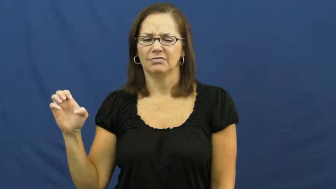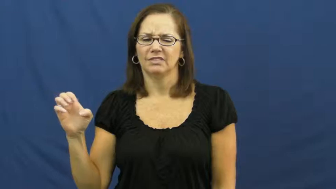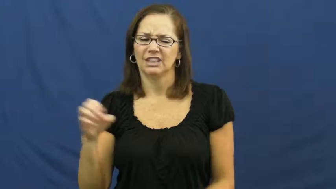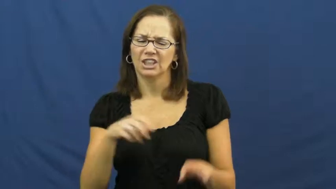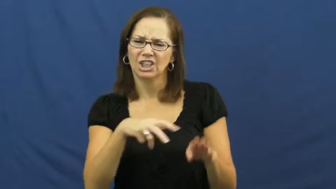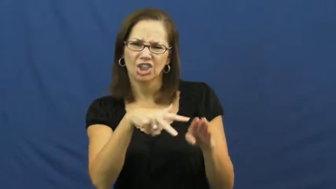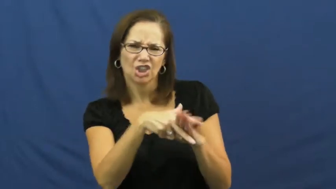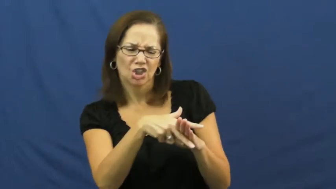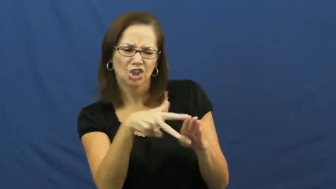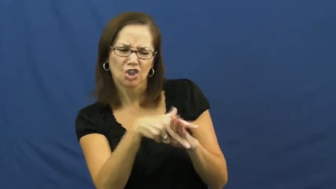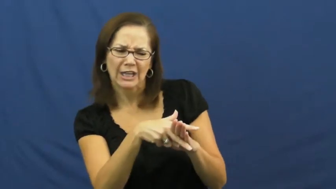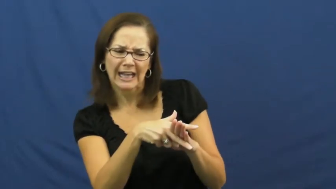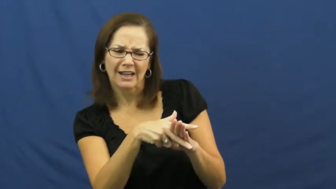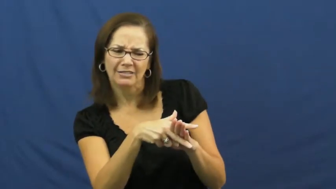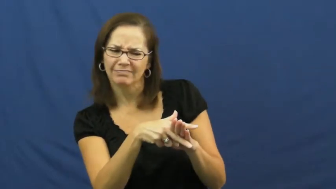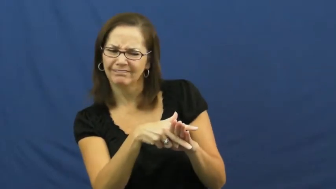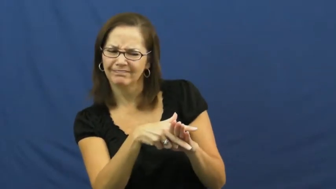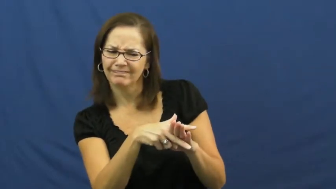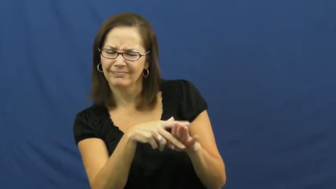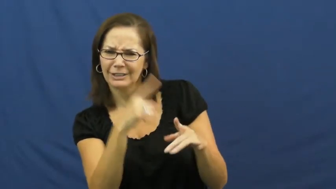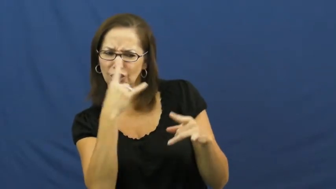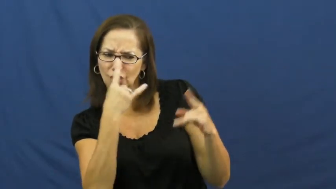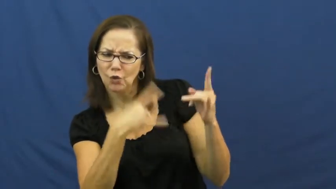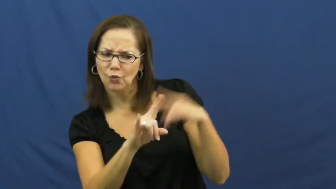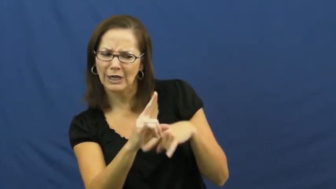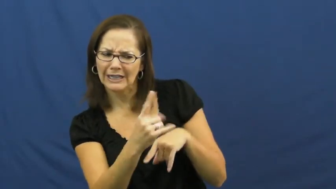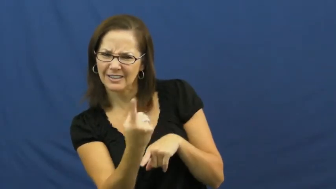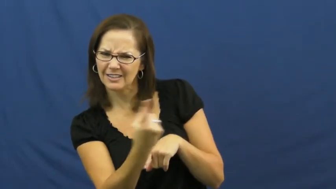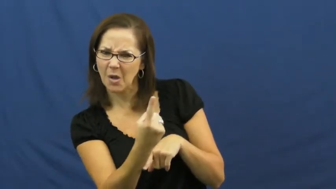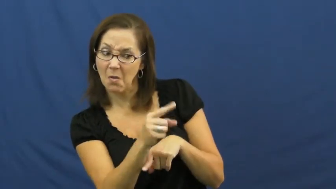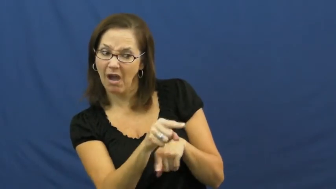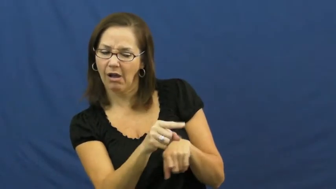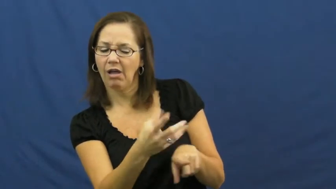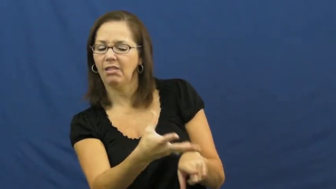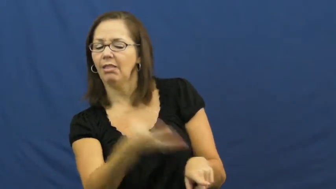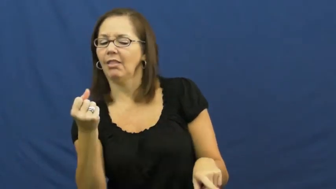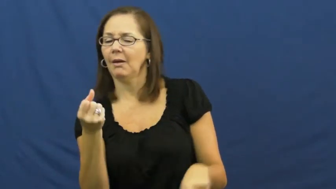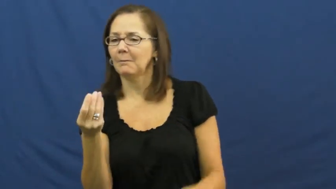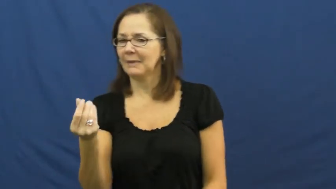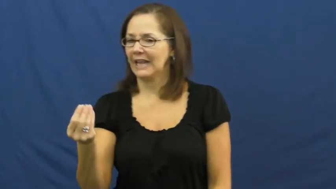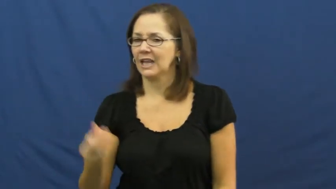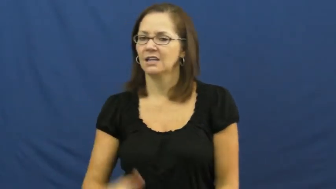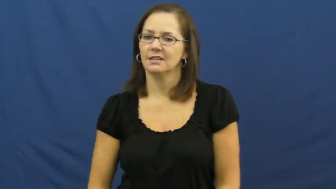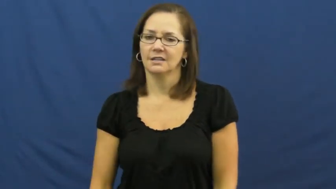fleece,take-cheat